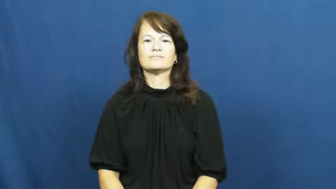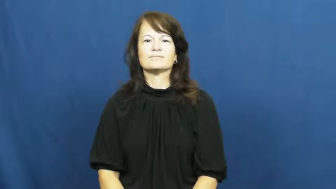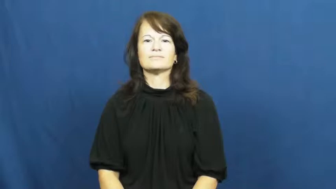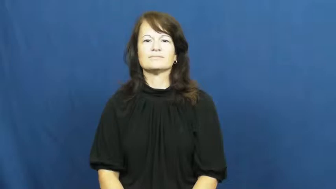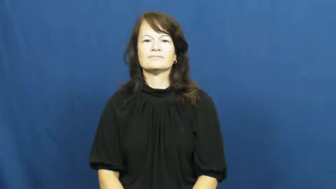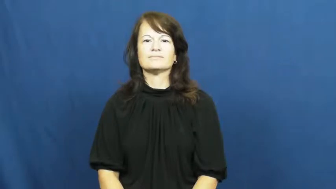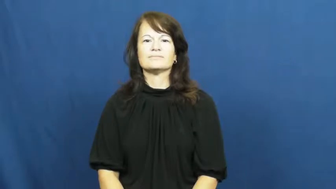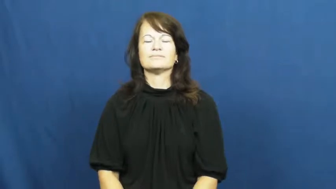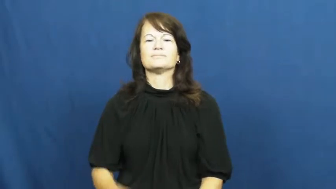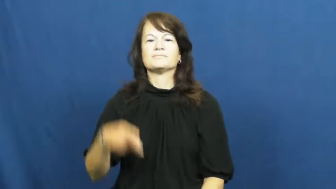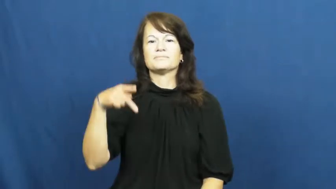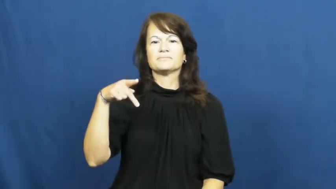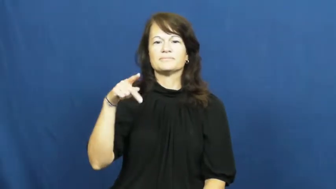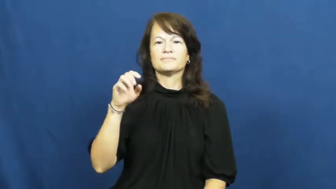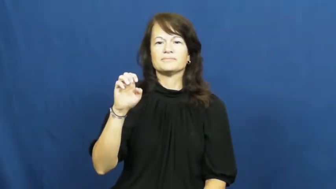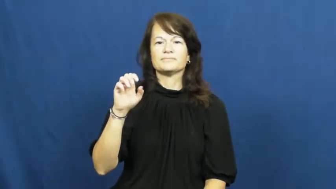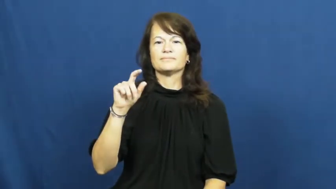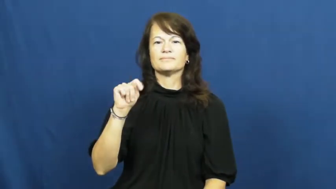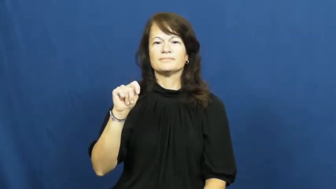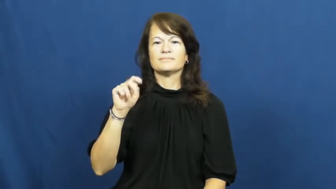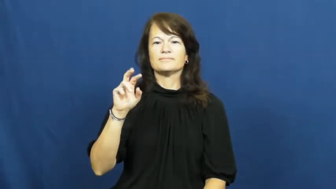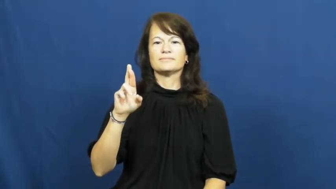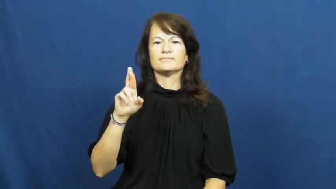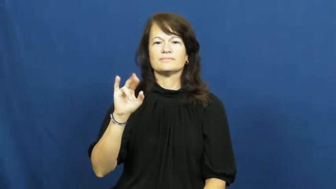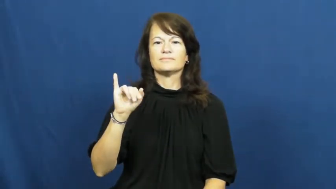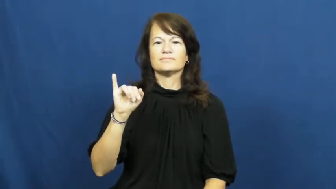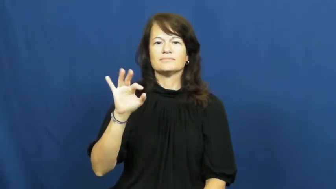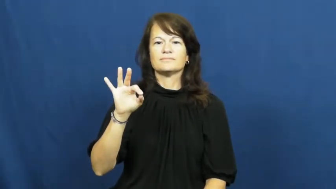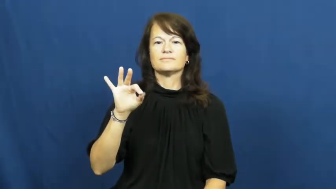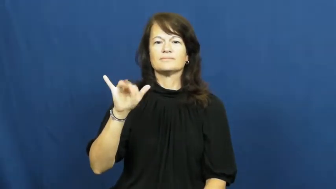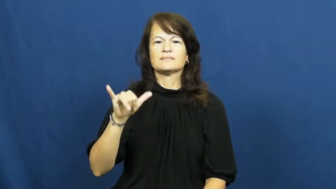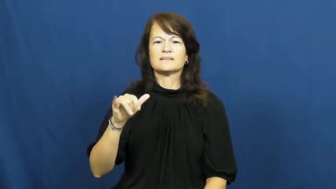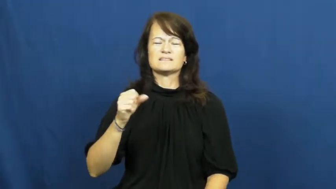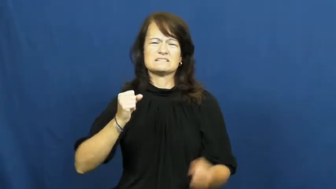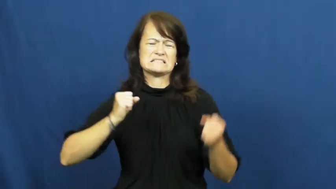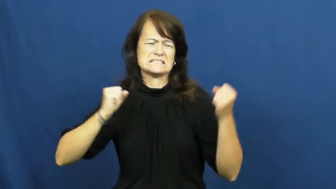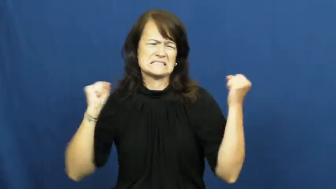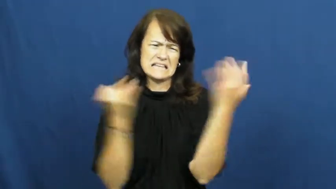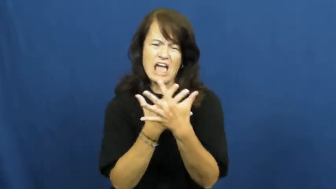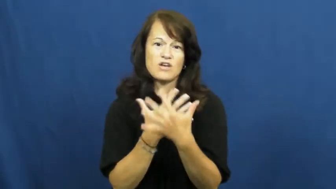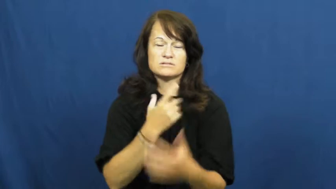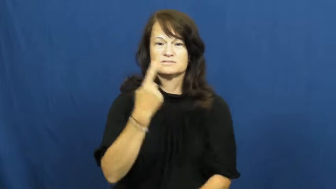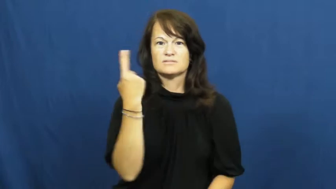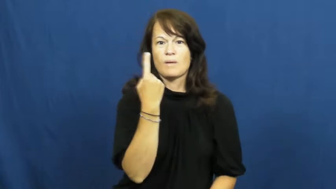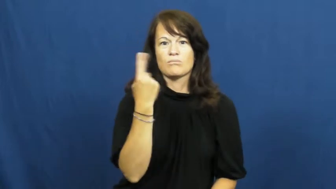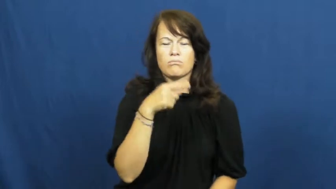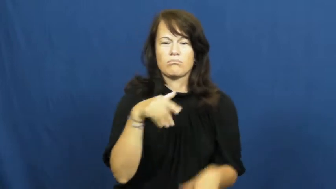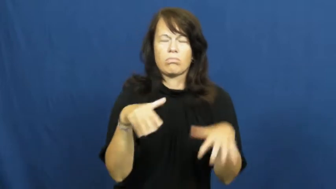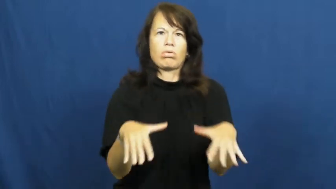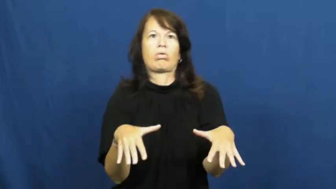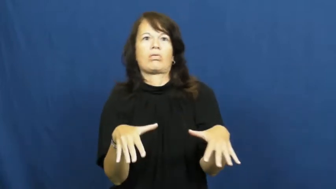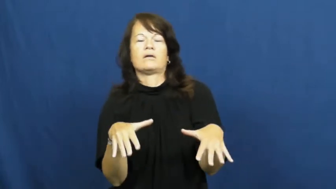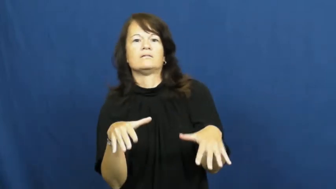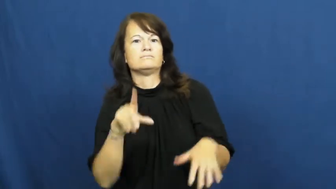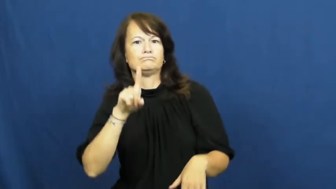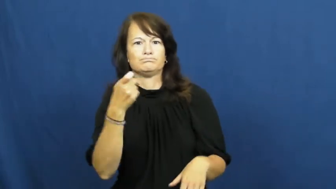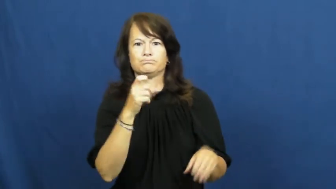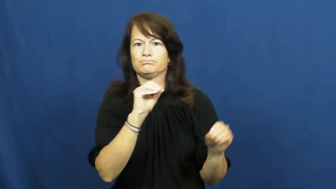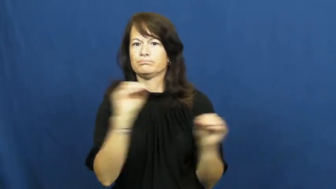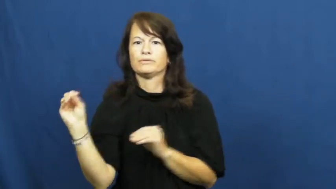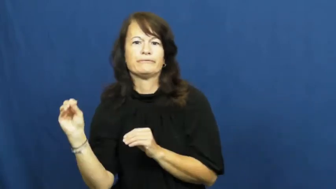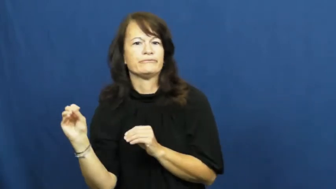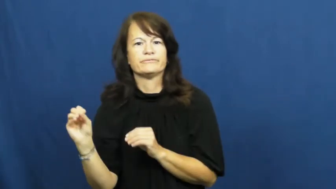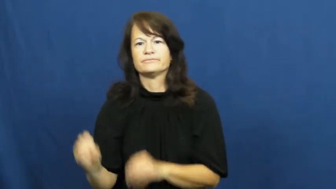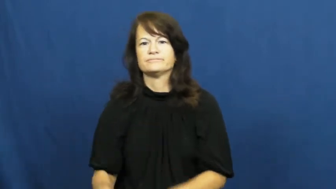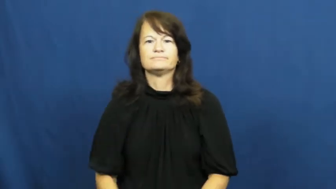petrify